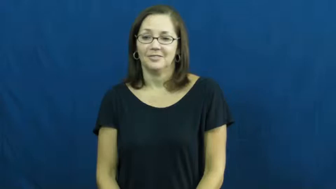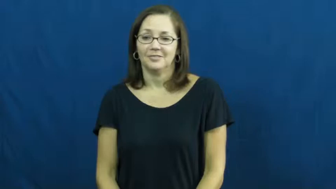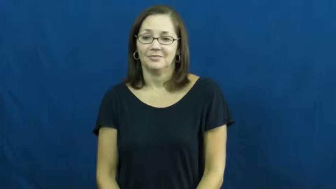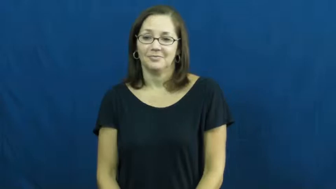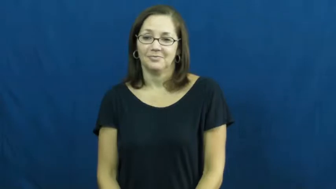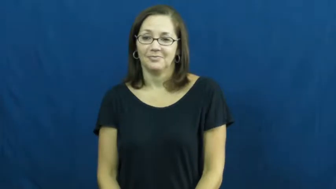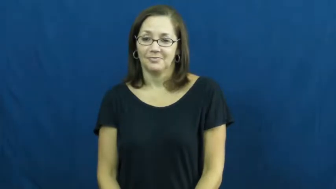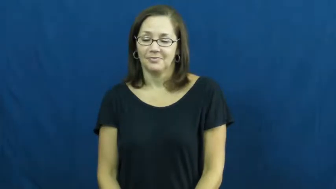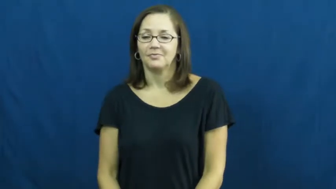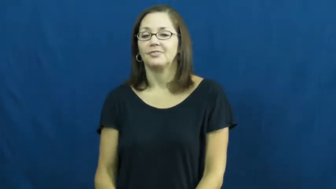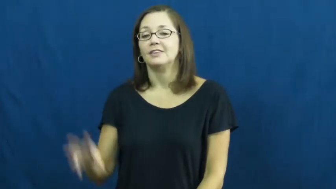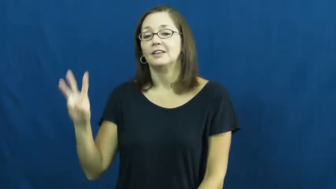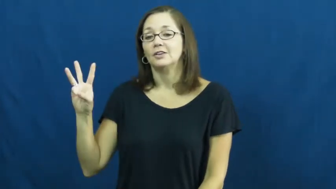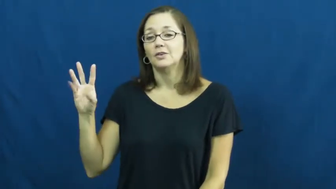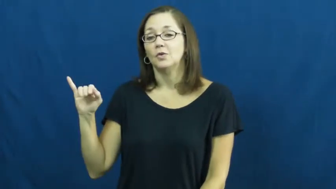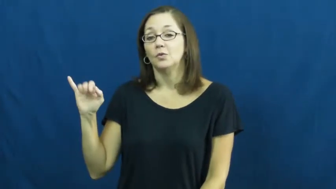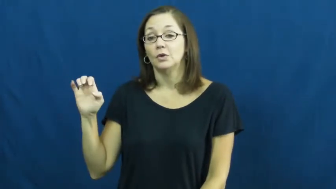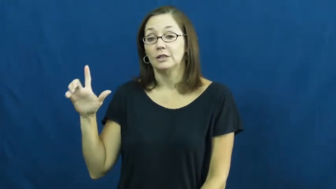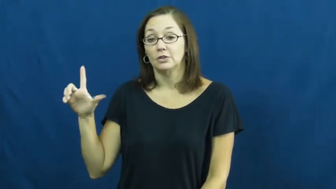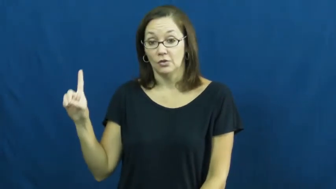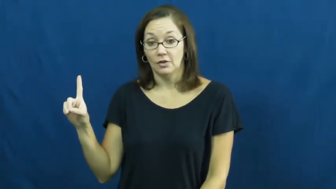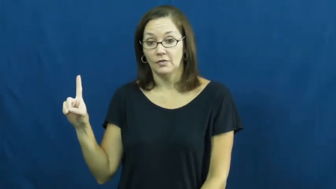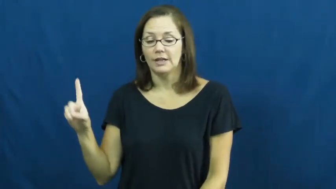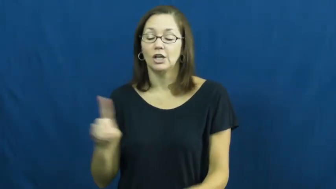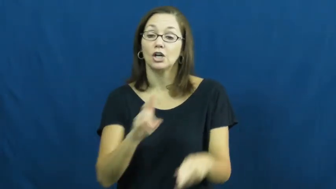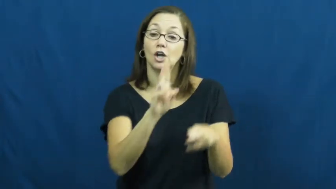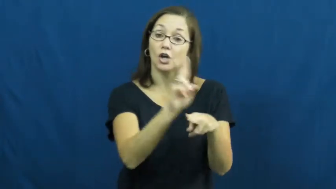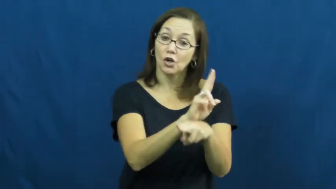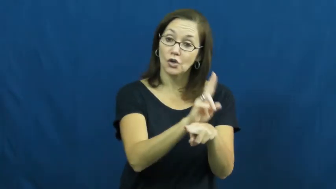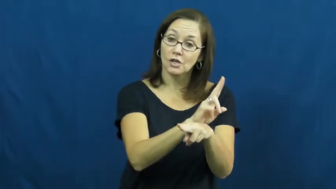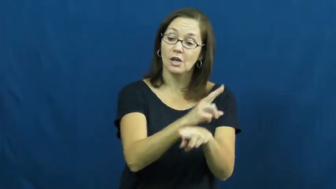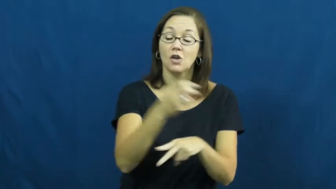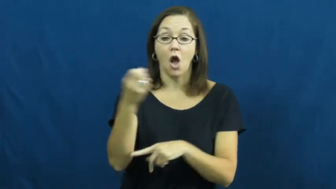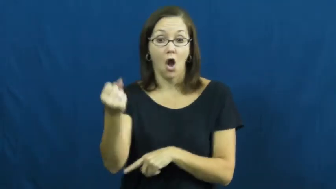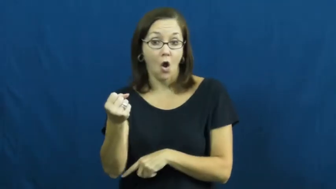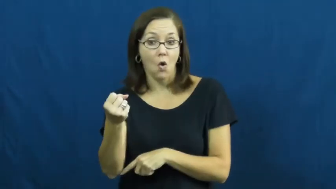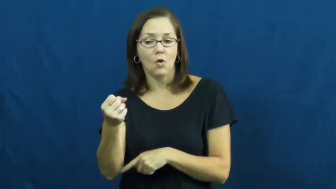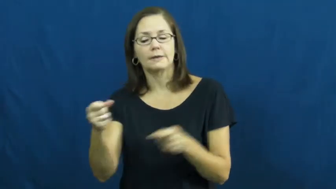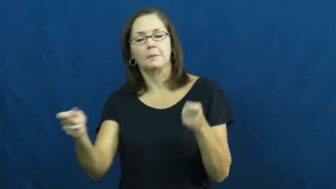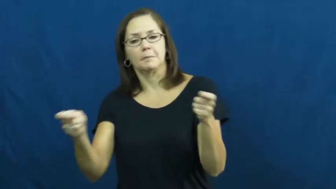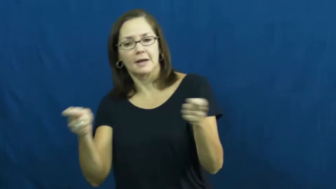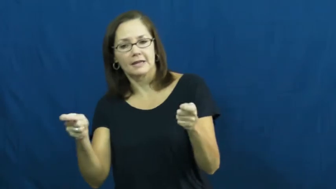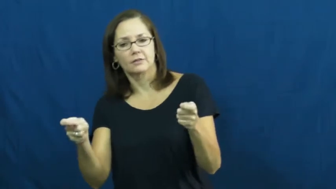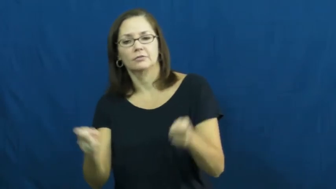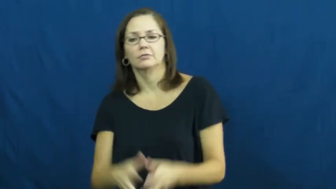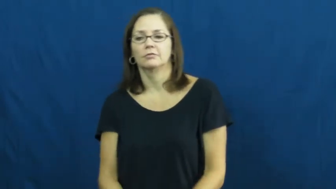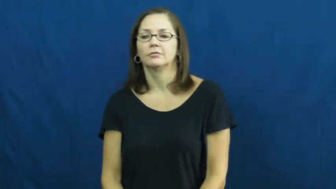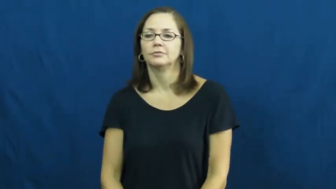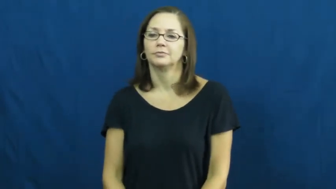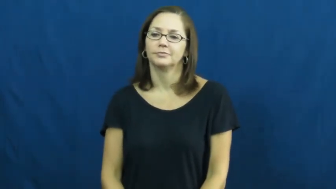wield